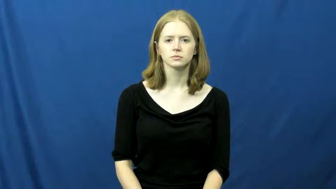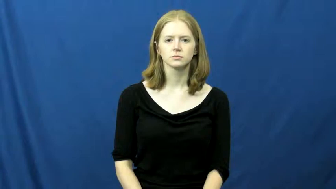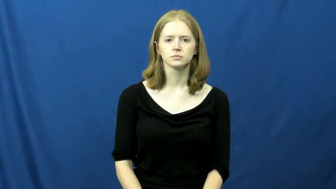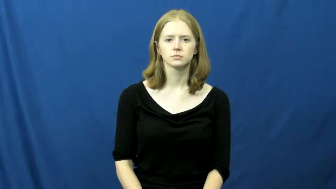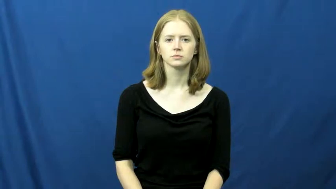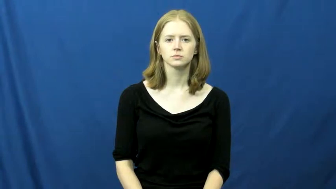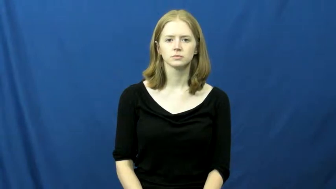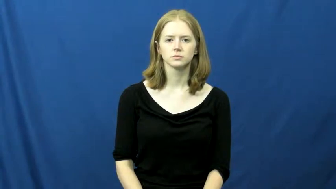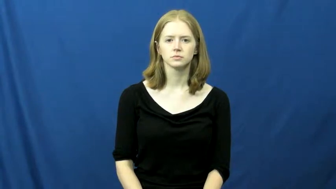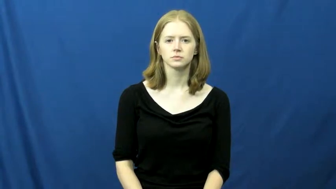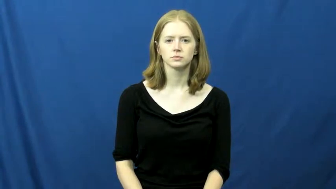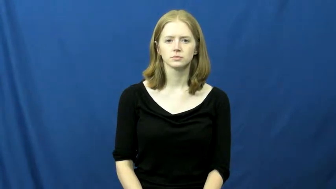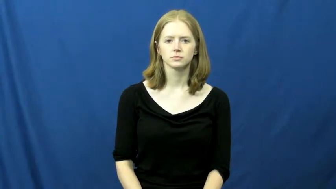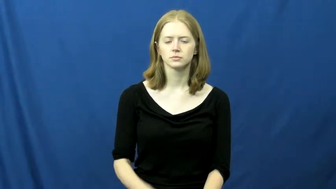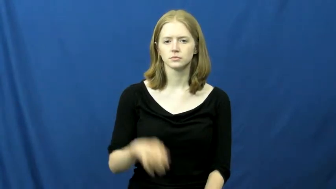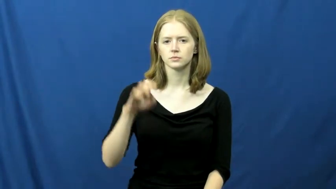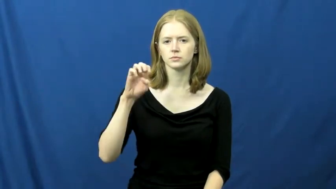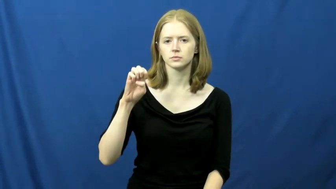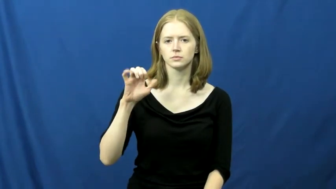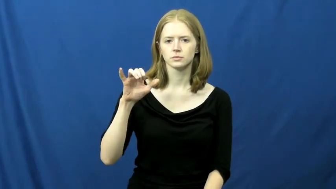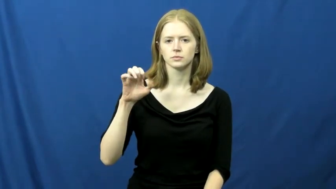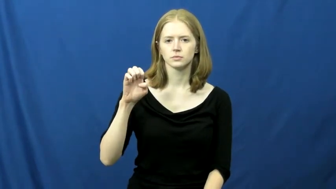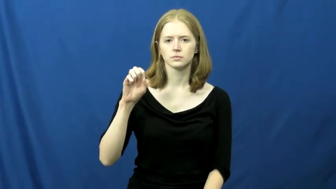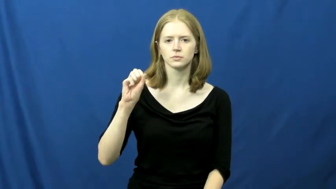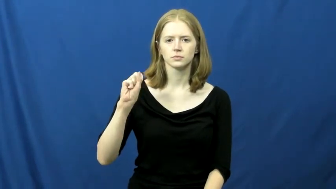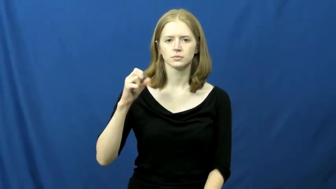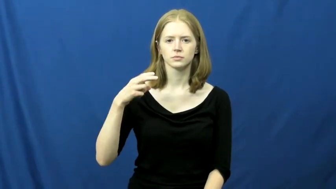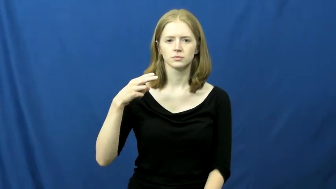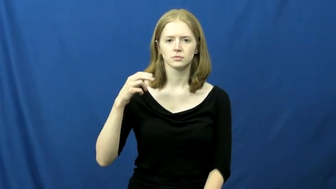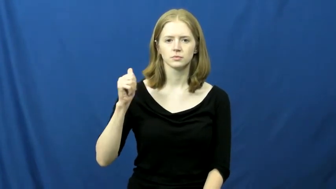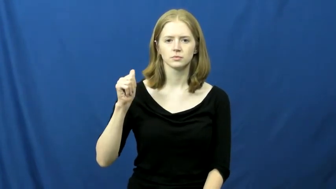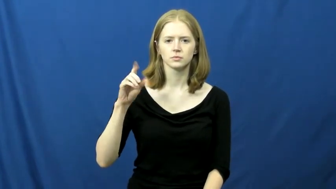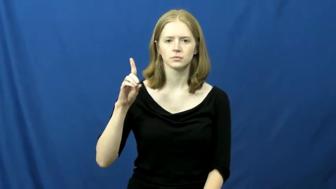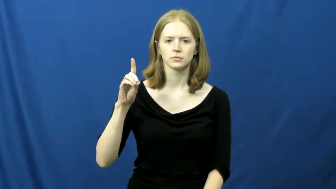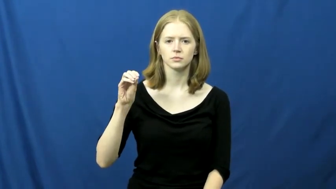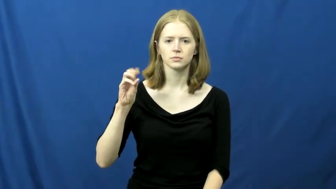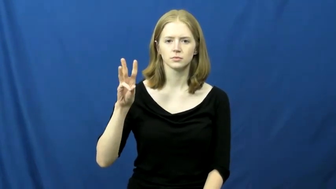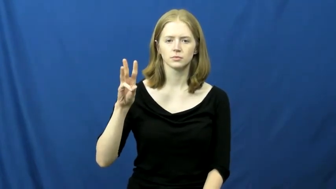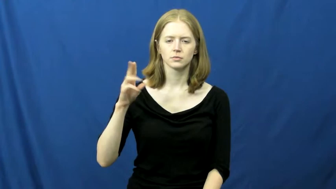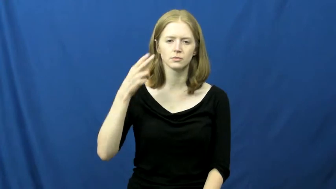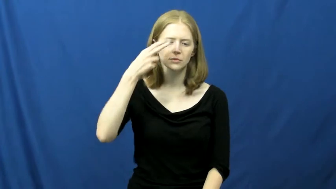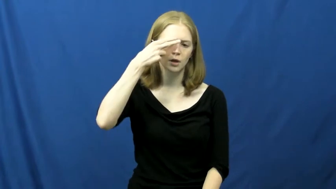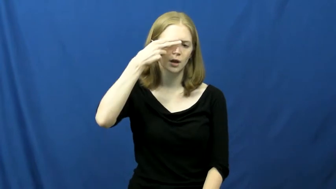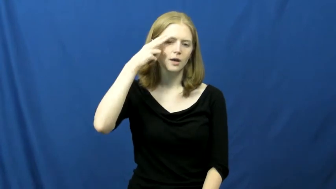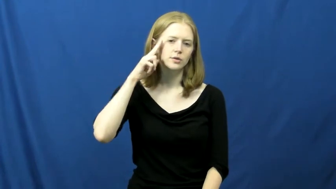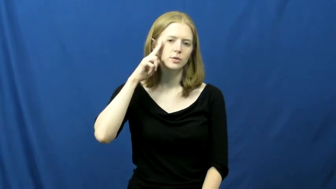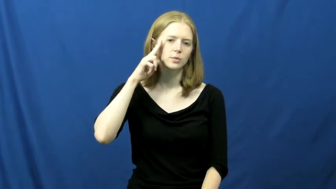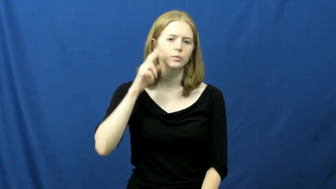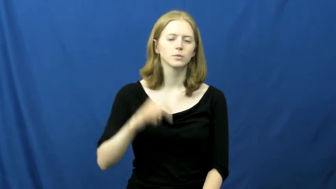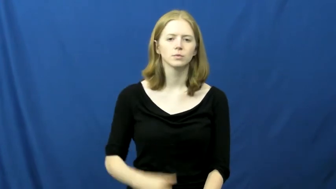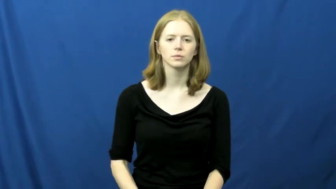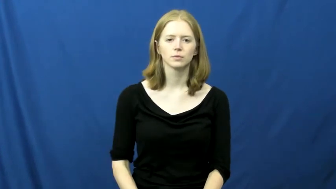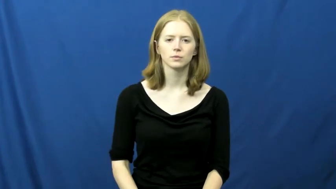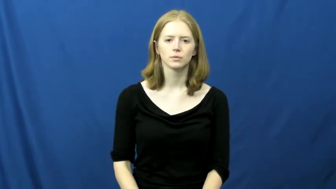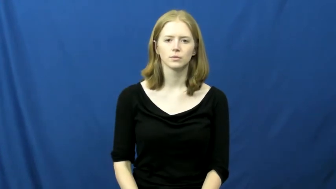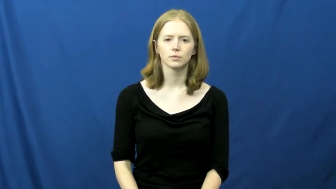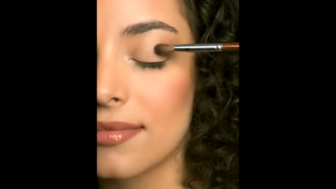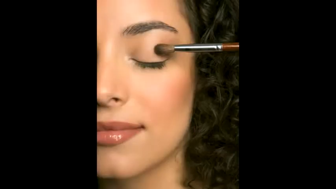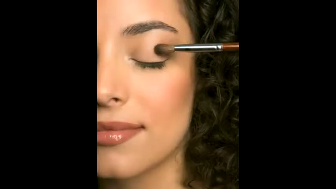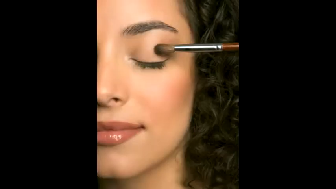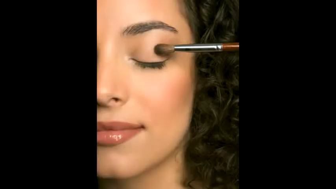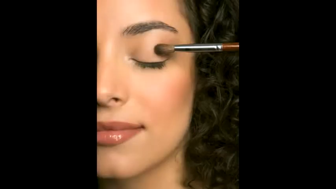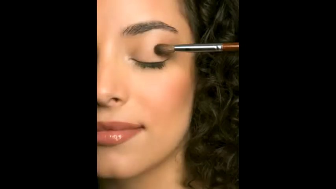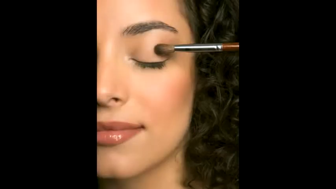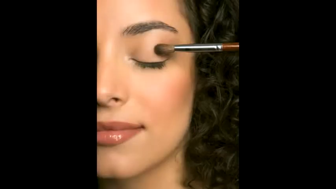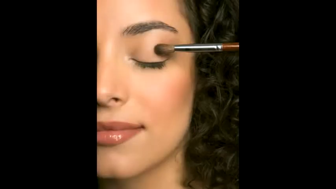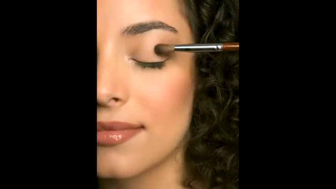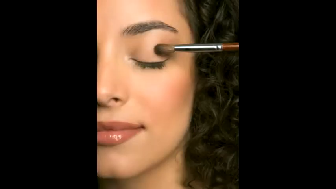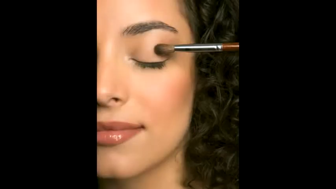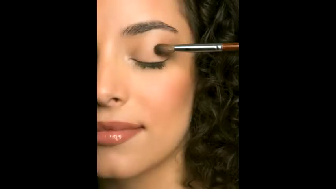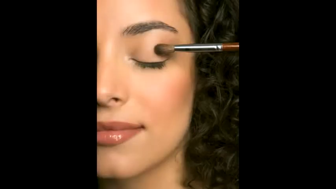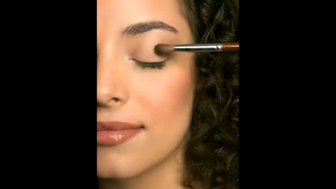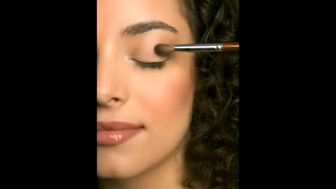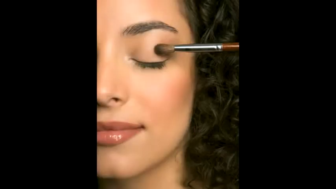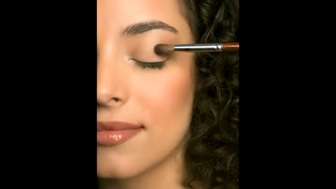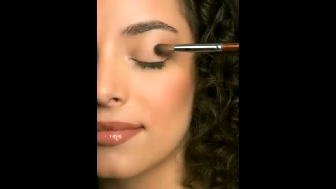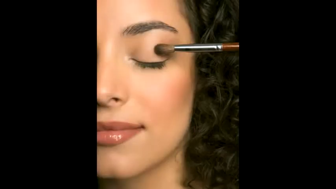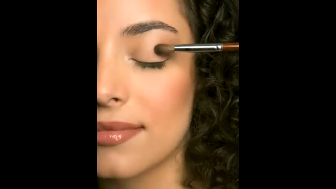eyeshadow